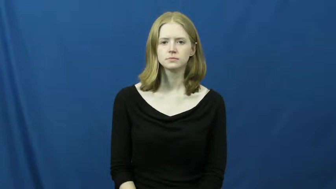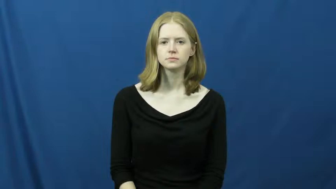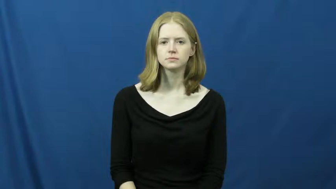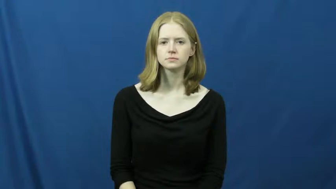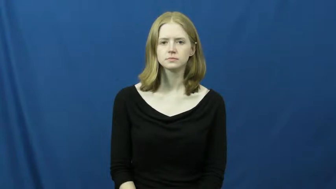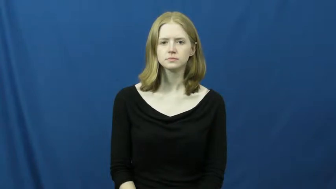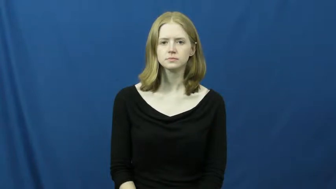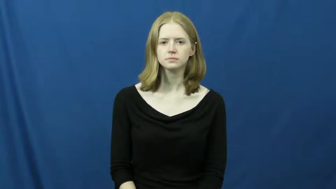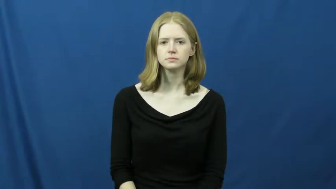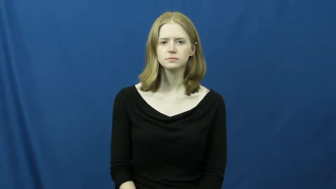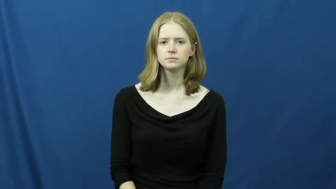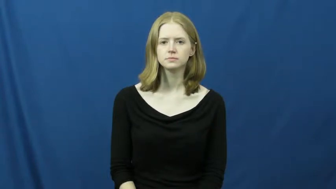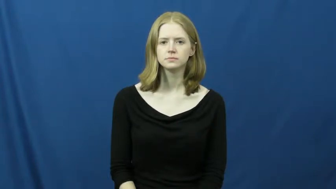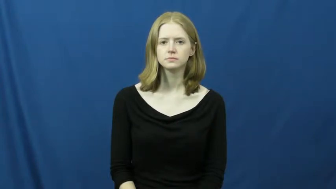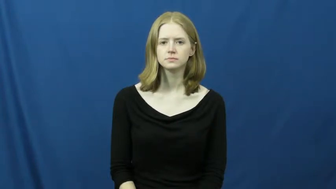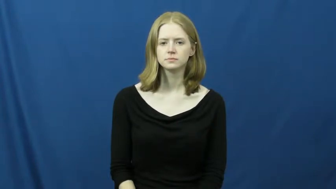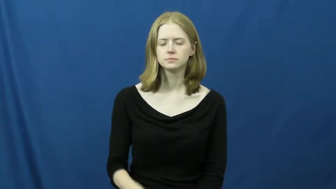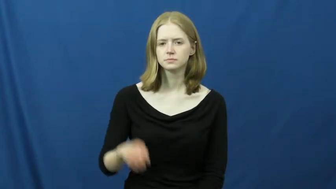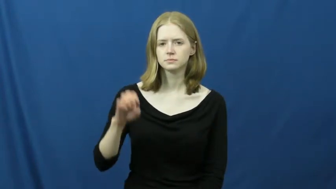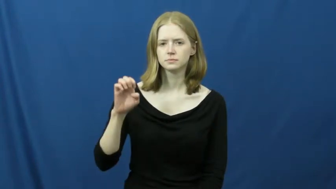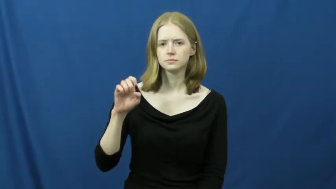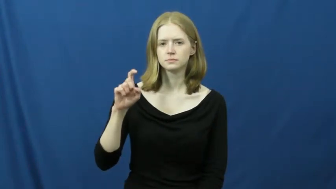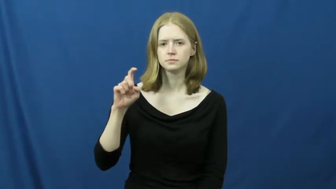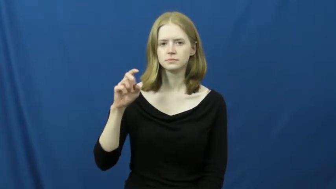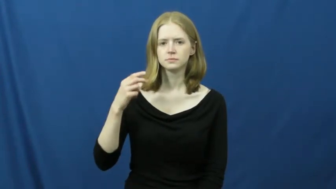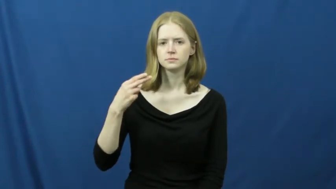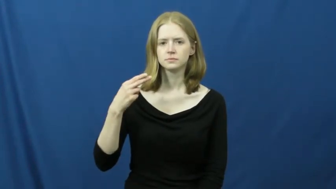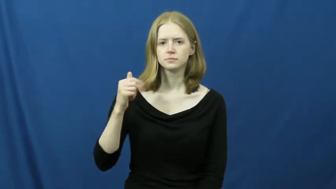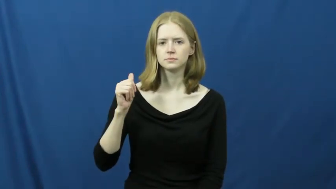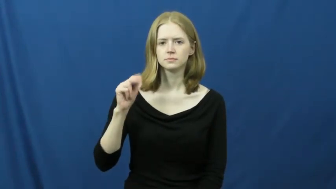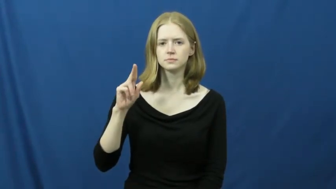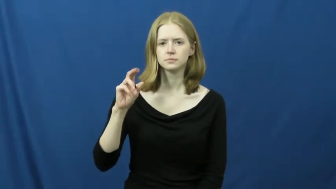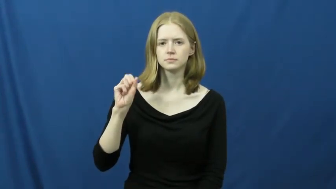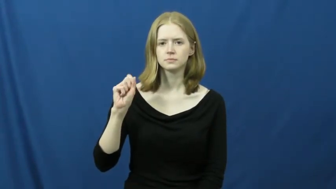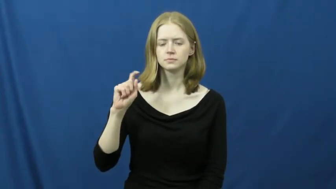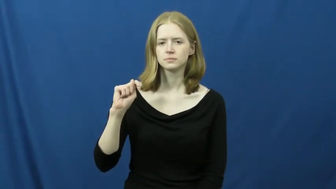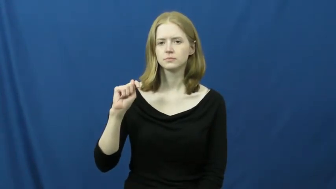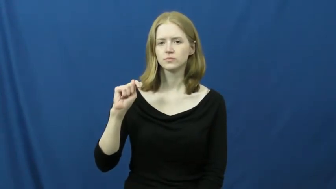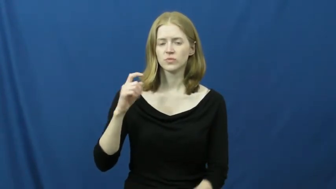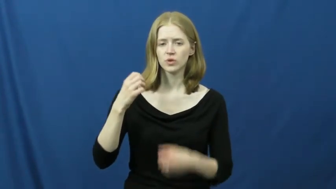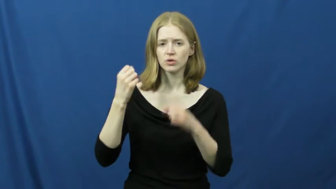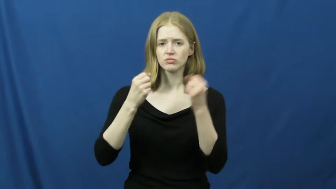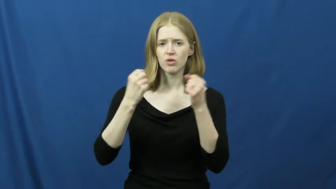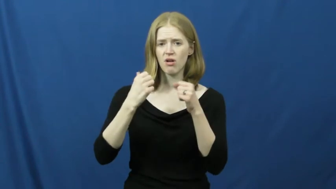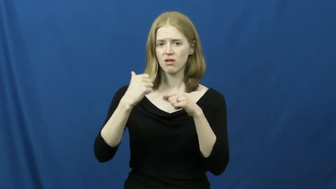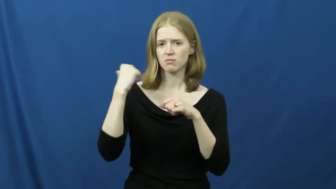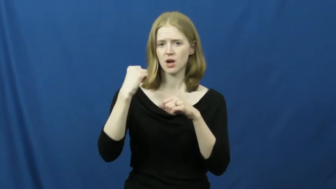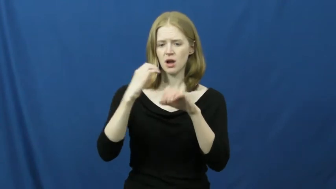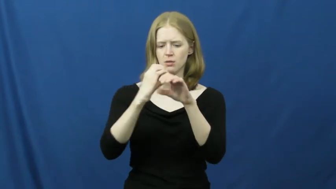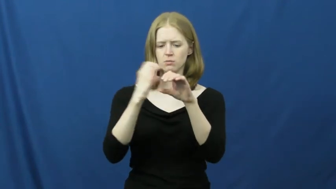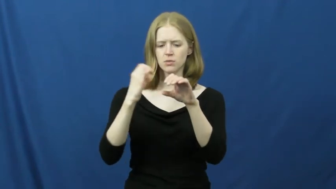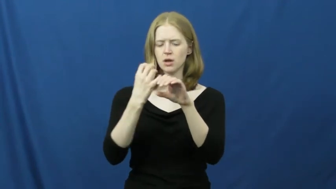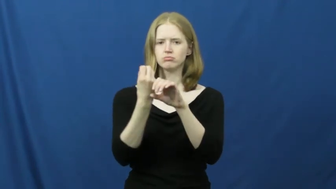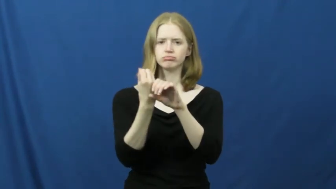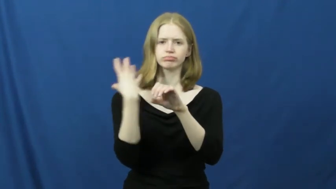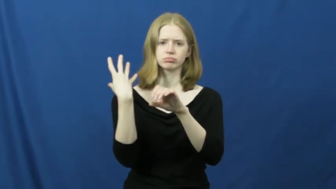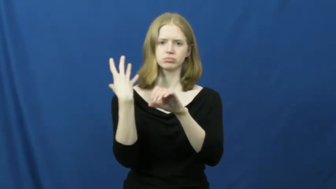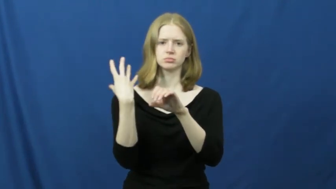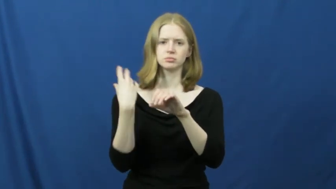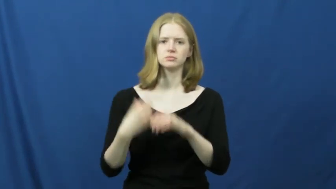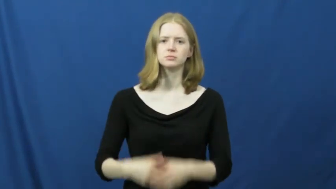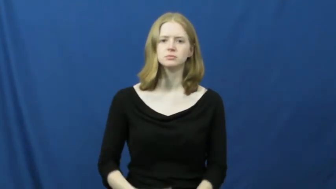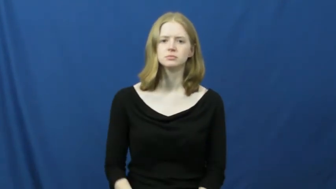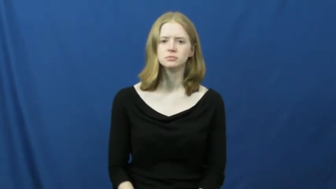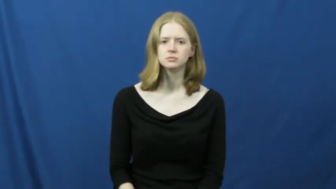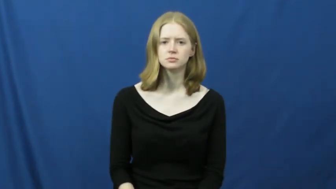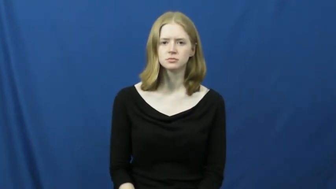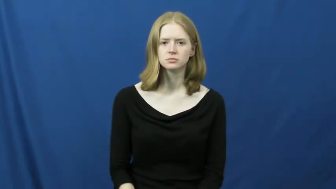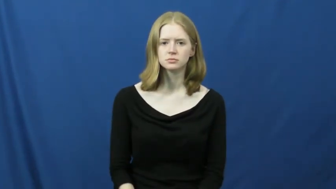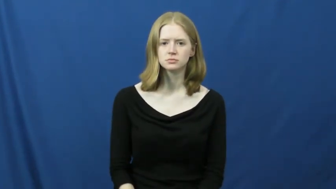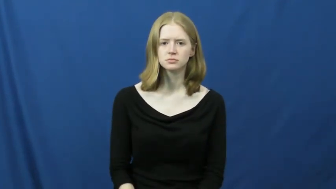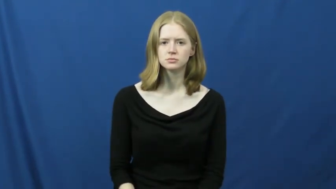exhaust-car